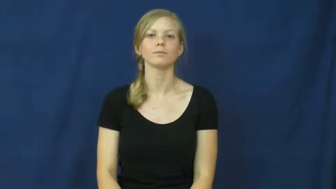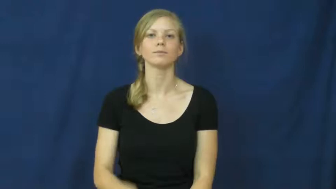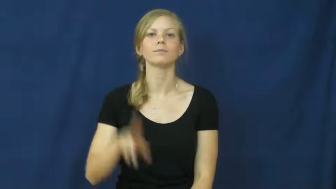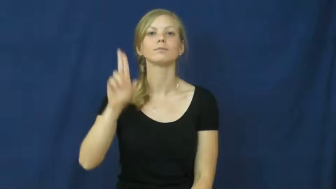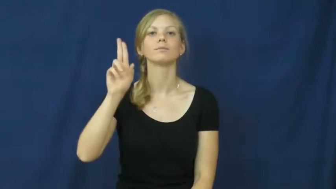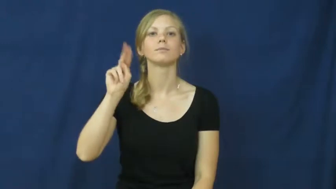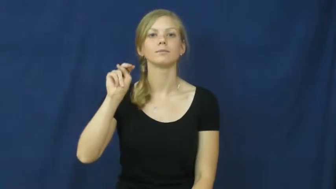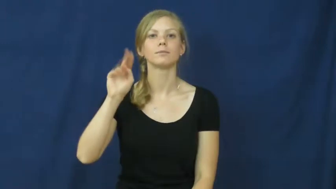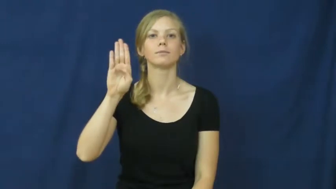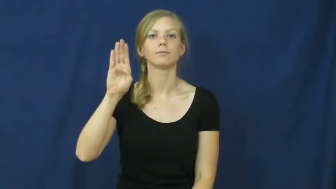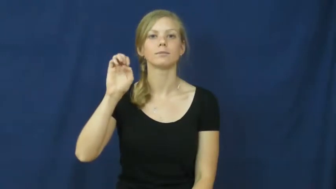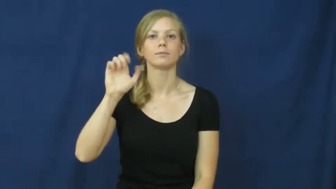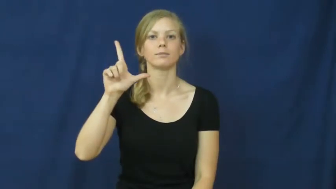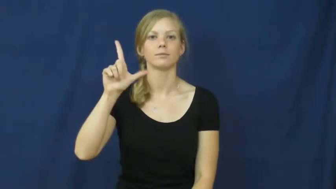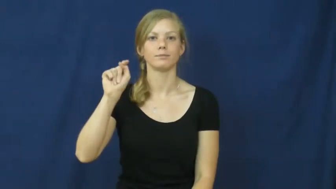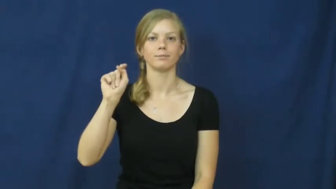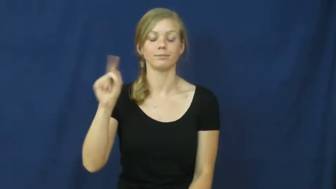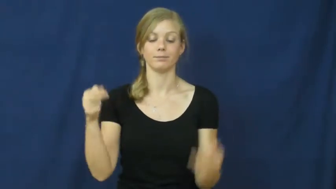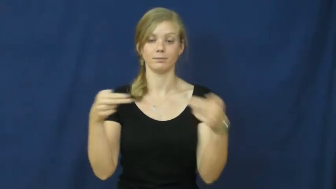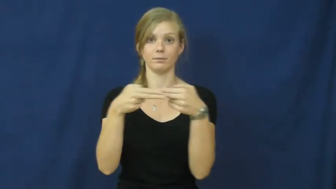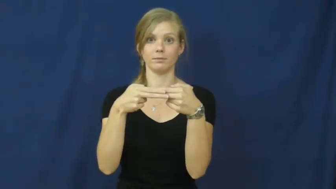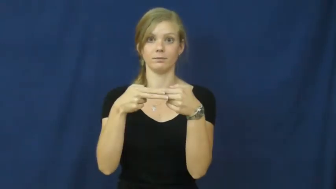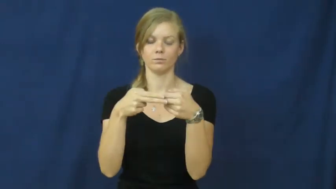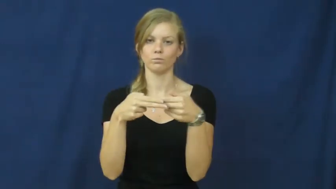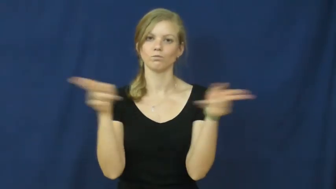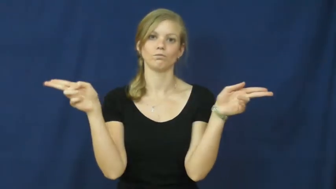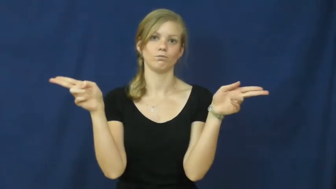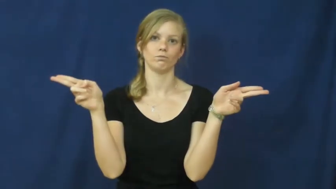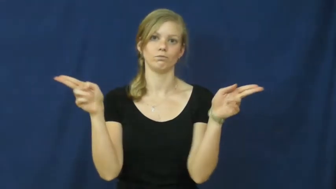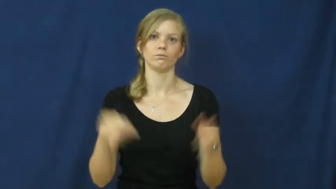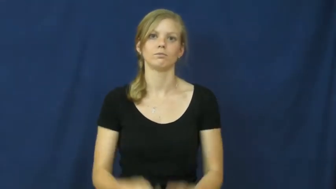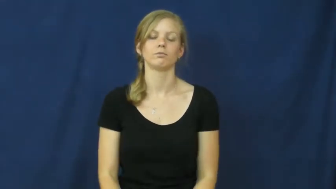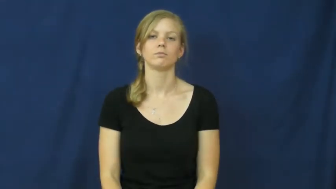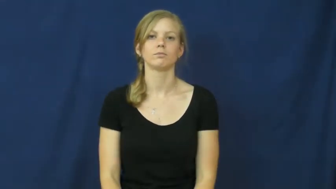unbelt